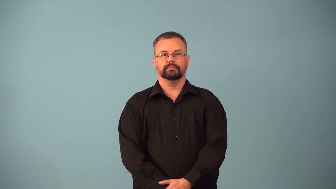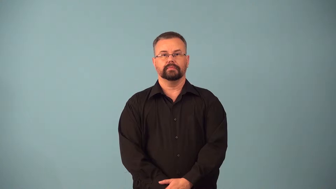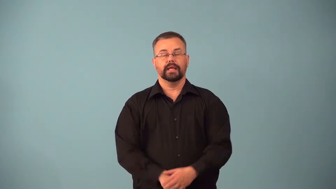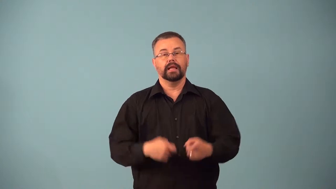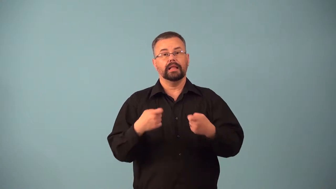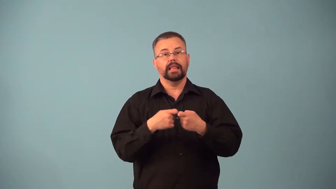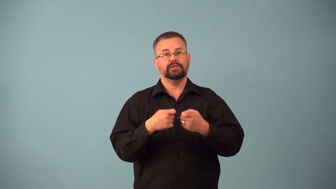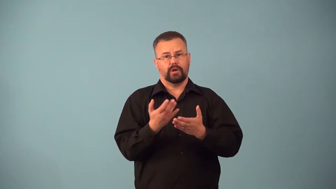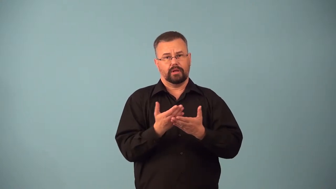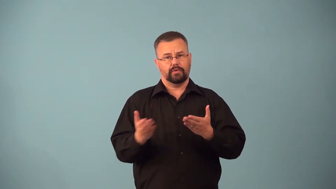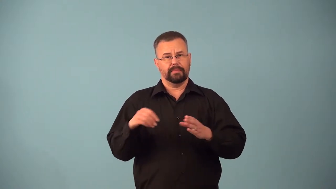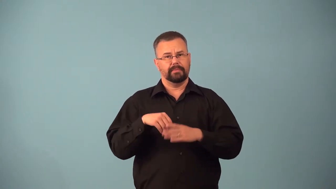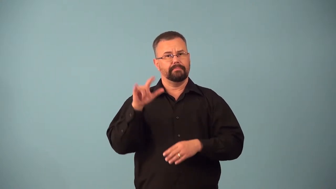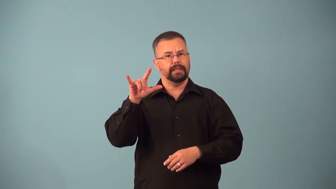avionics